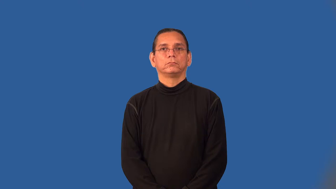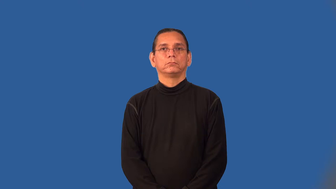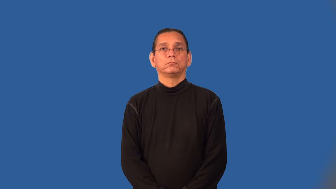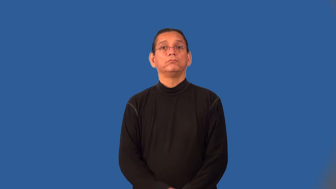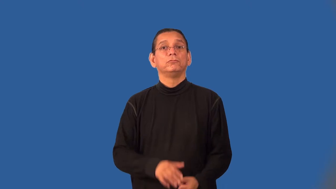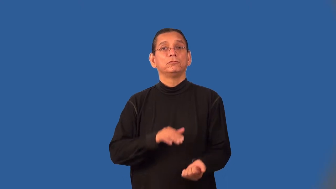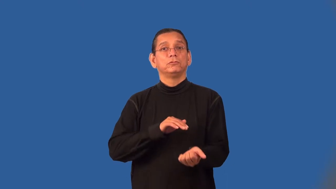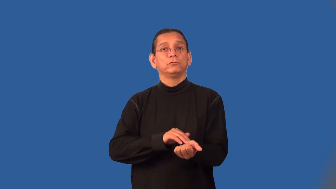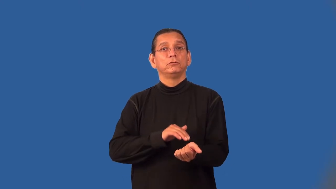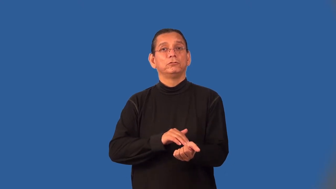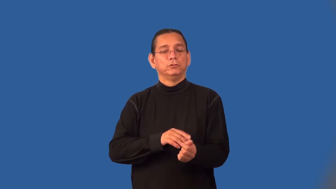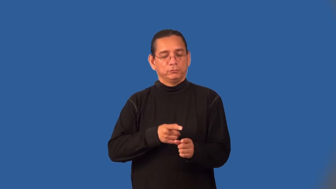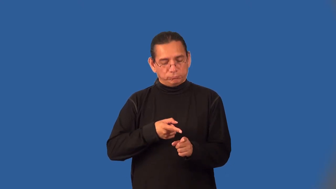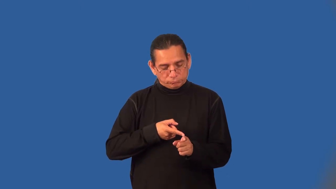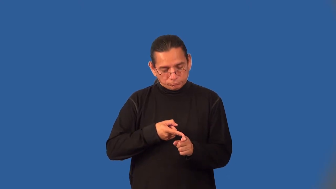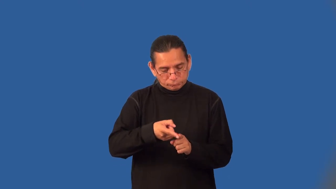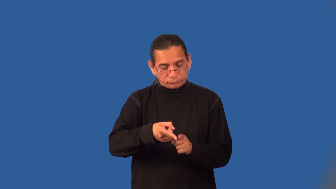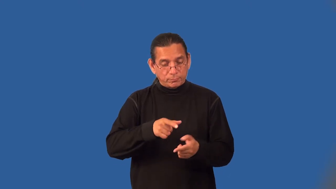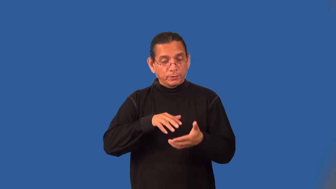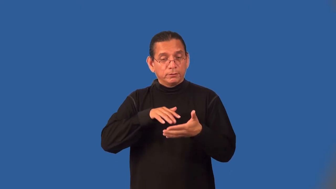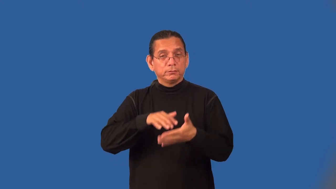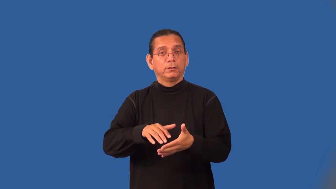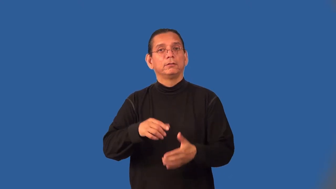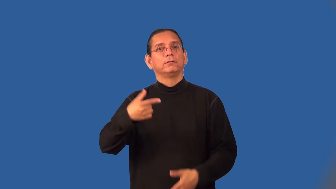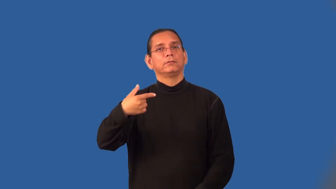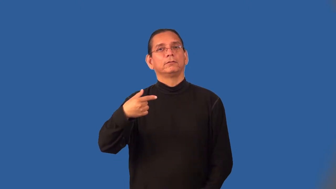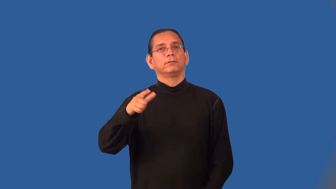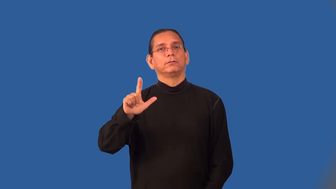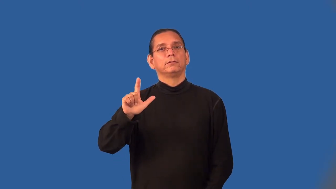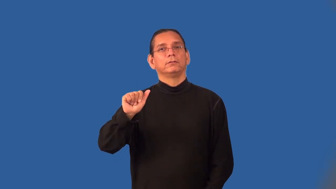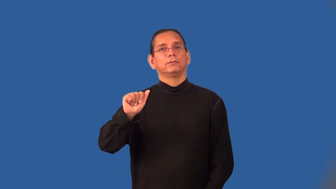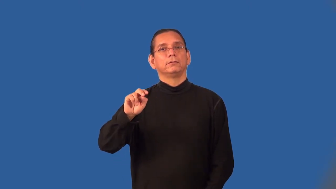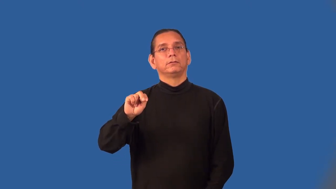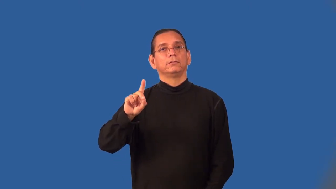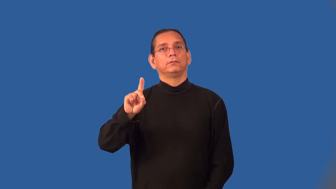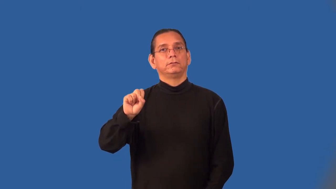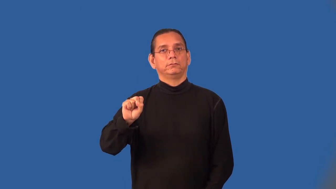endocrinologist